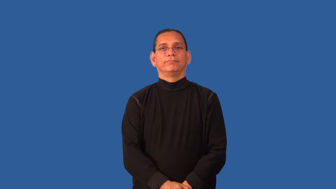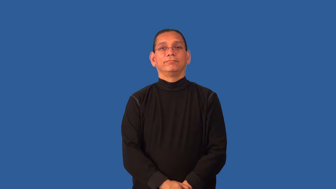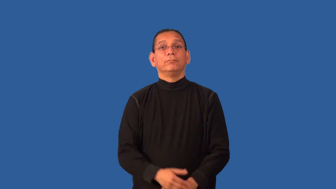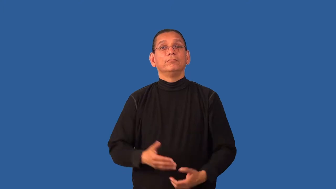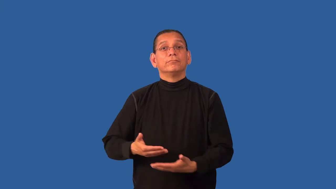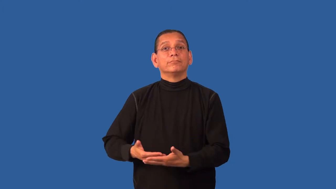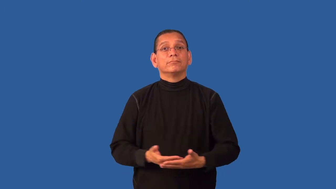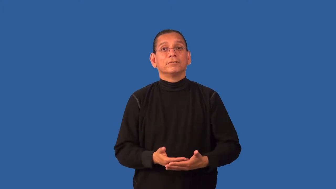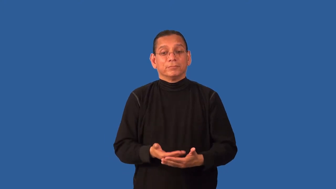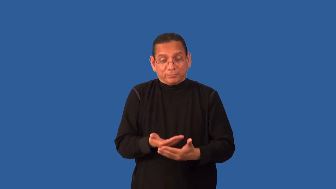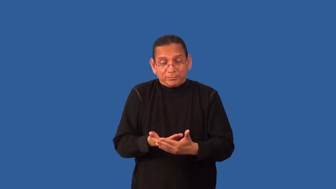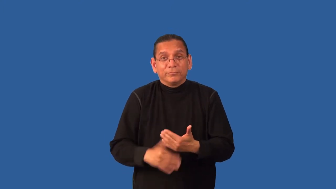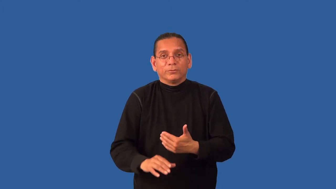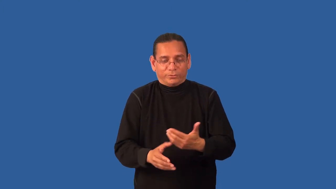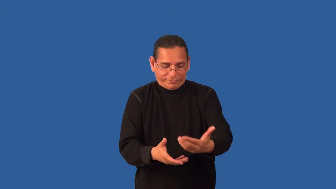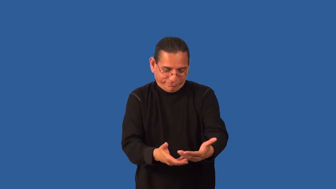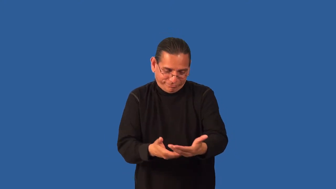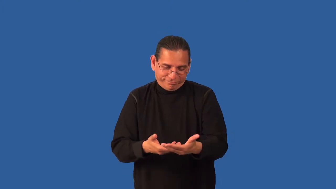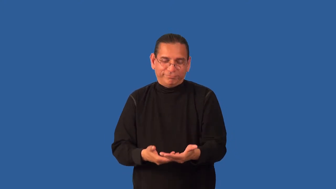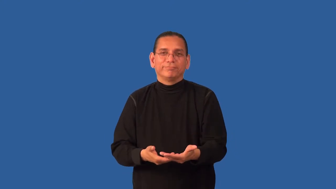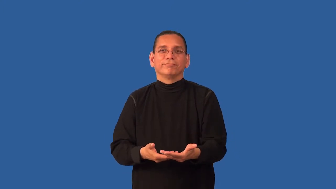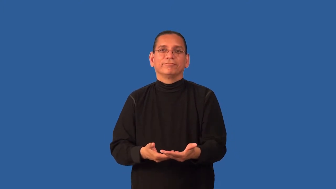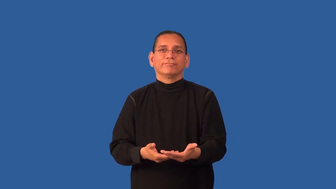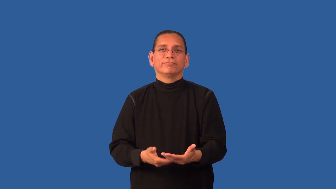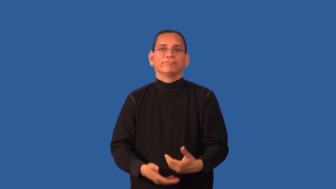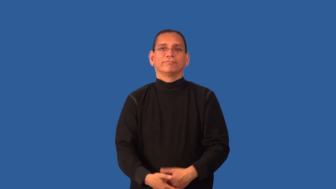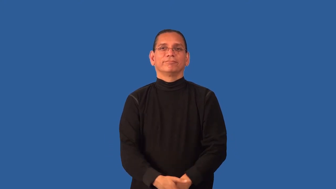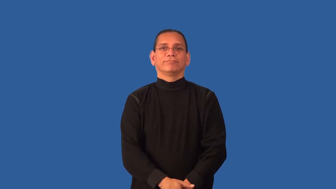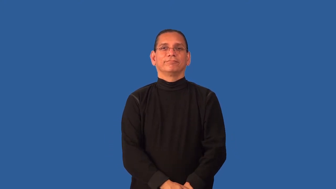deliver-baby